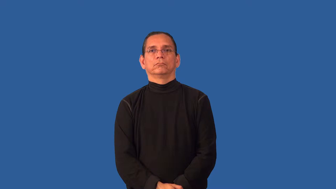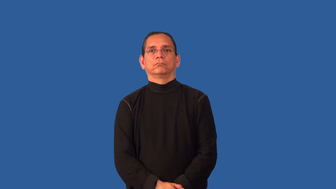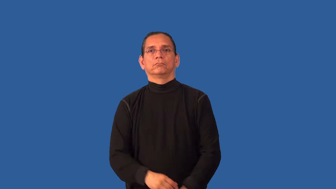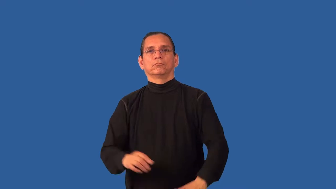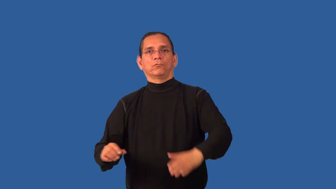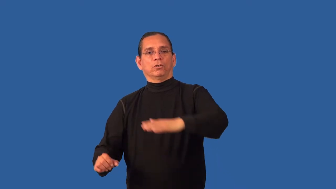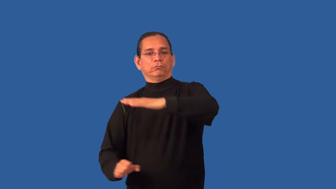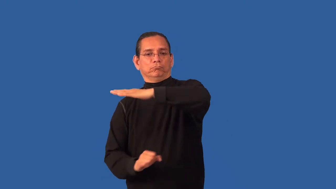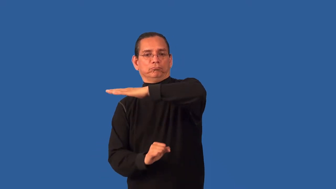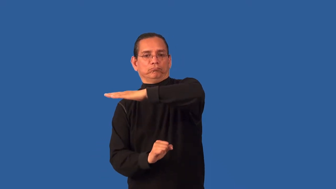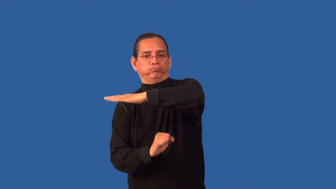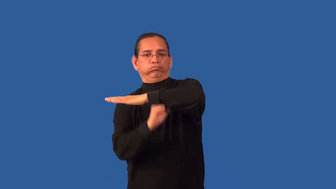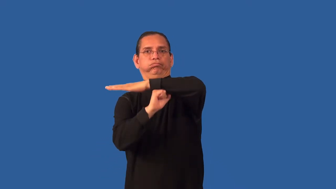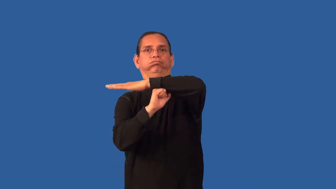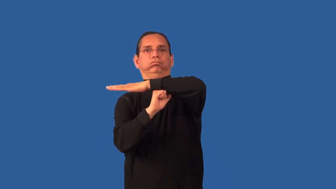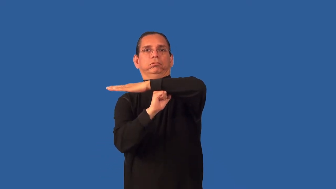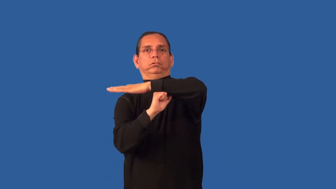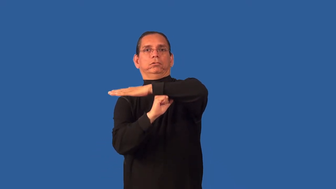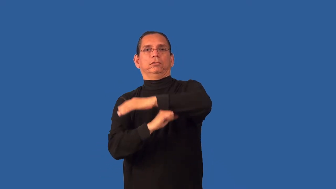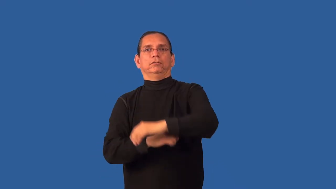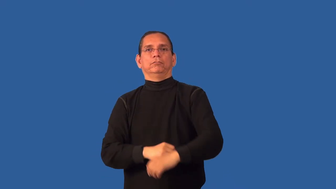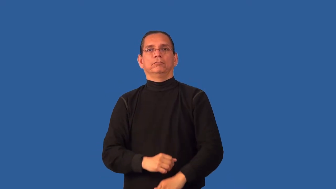brace-support